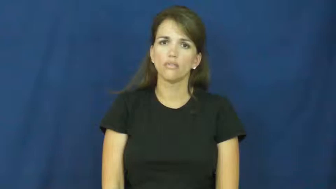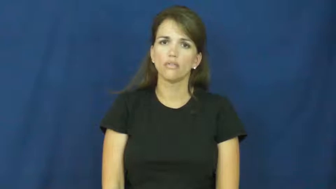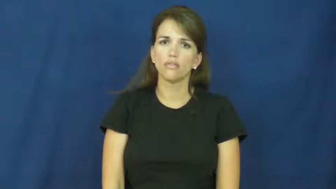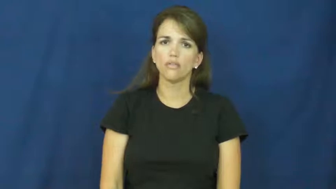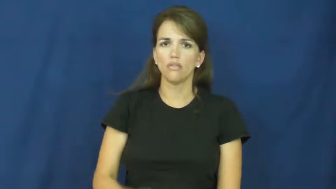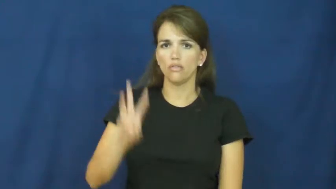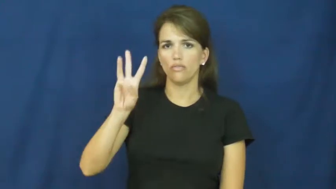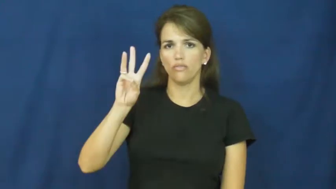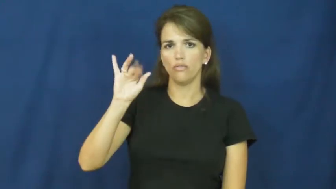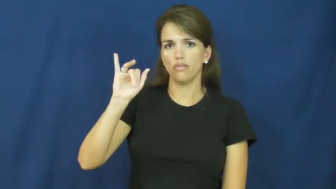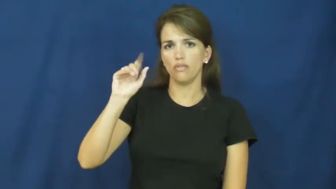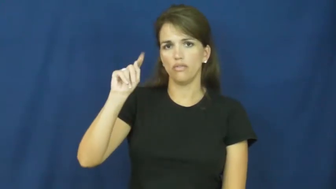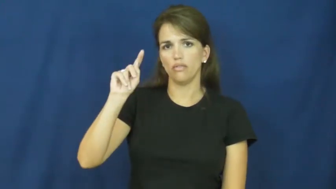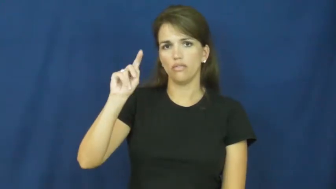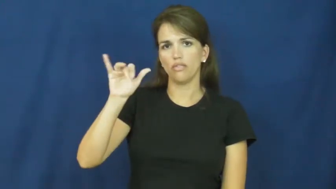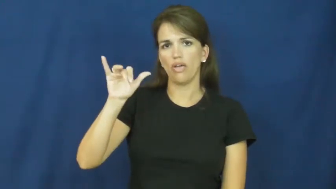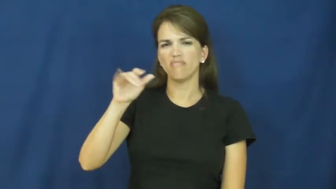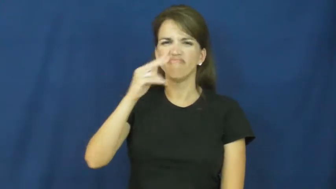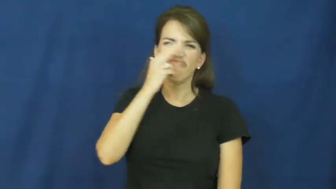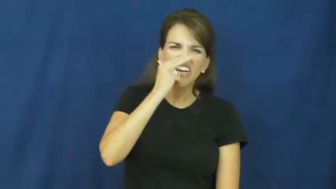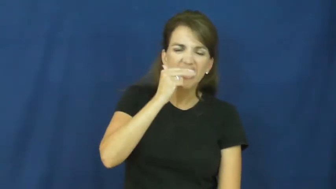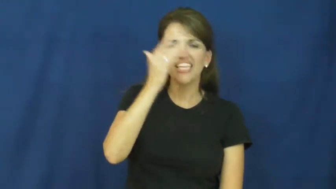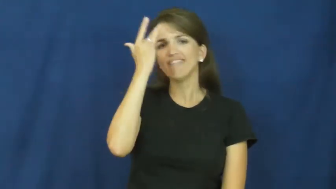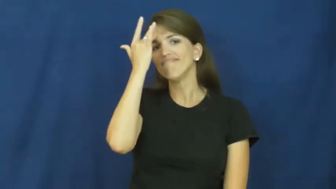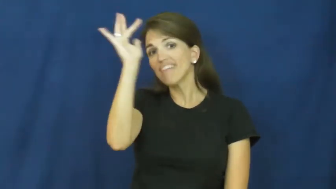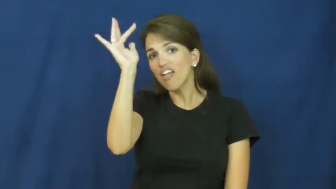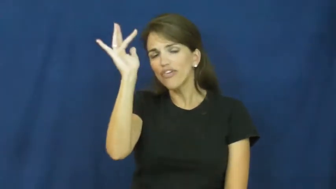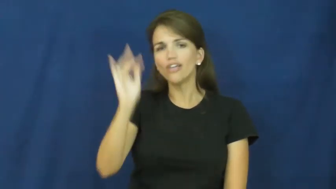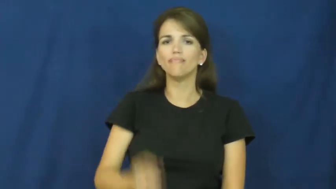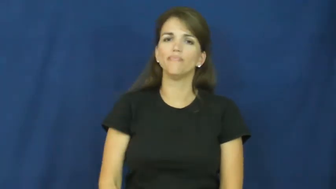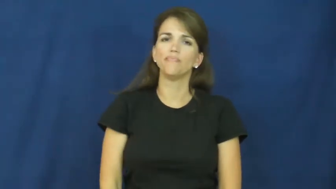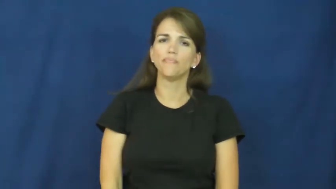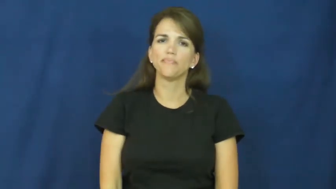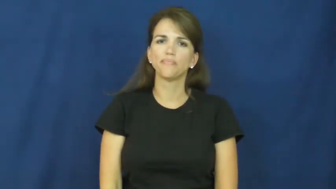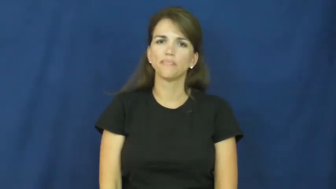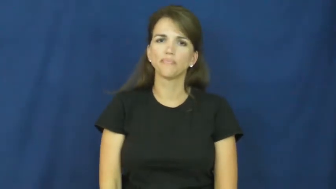witty